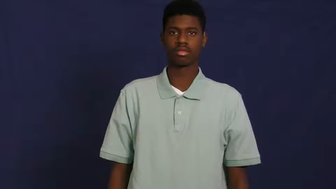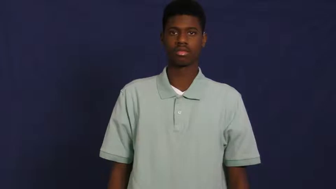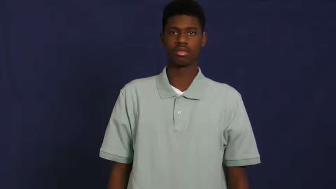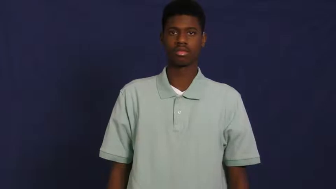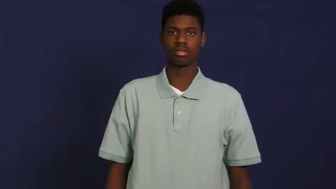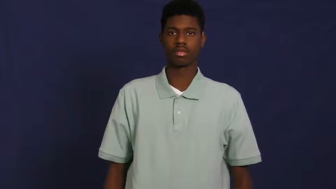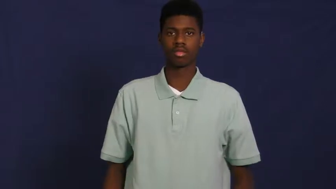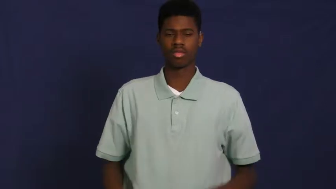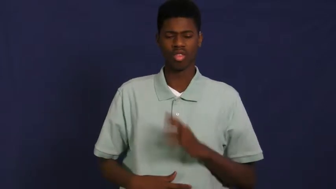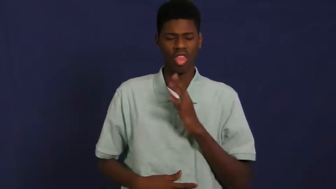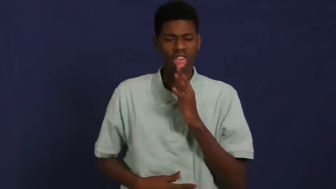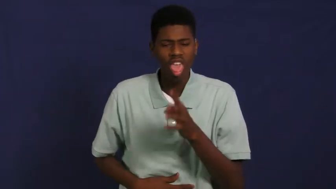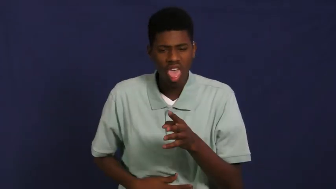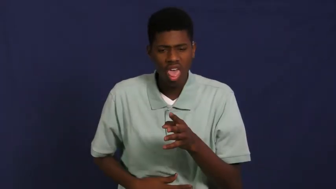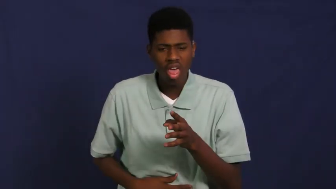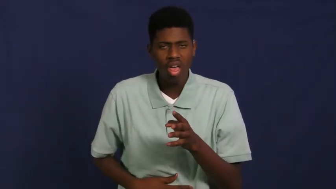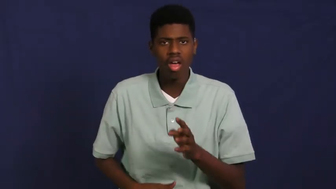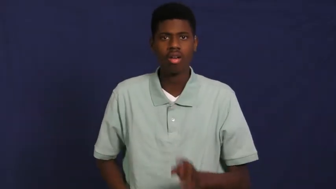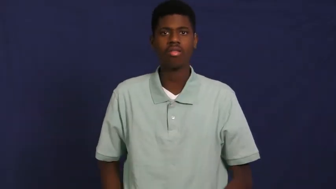puke,puke up,spit up,throw up